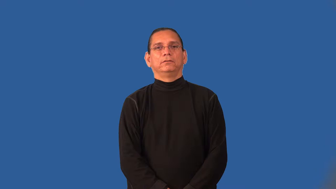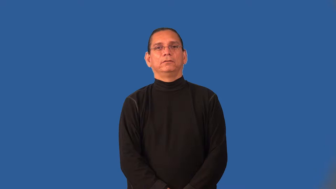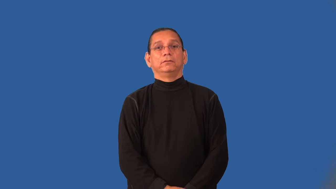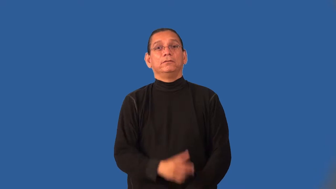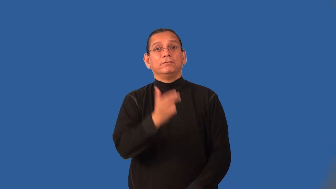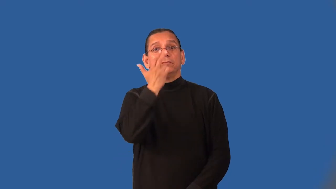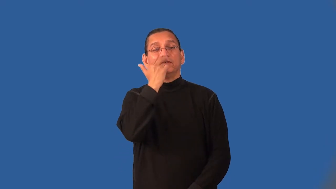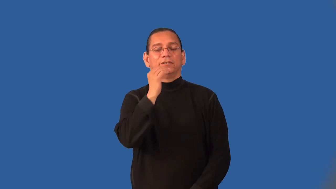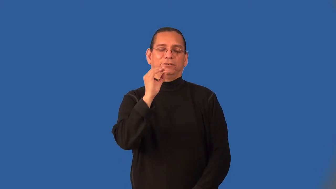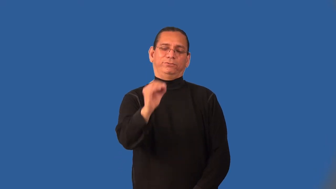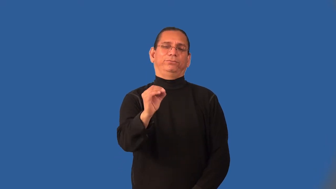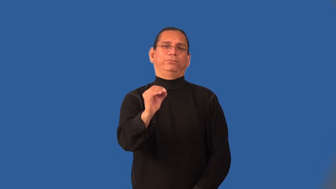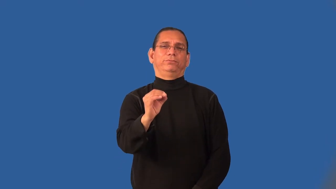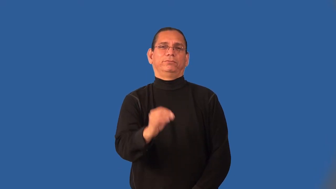humorless